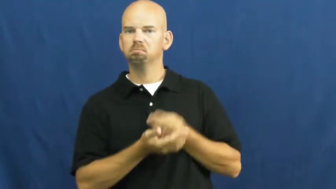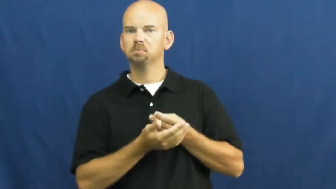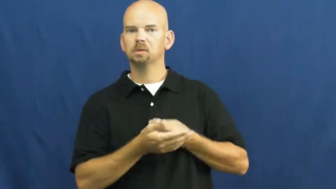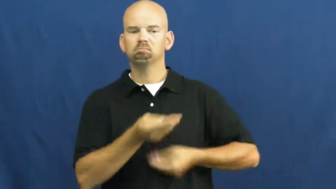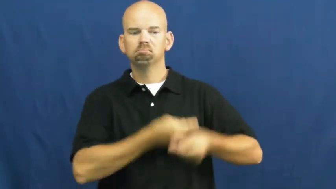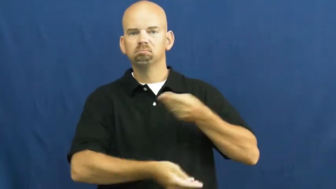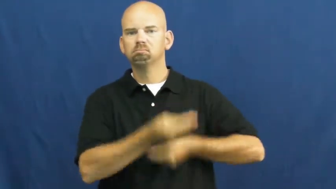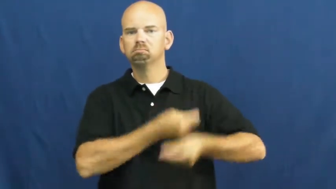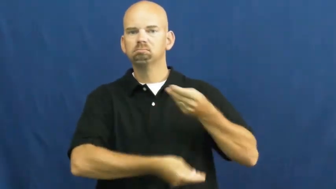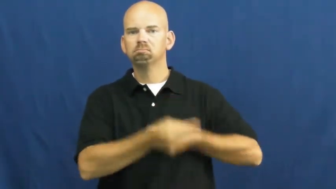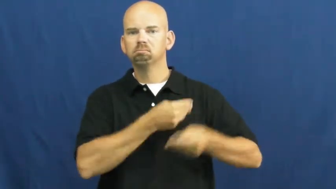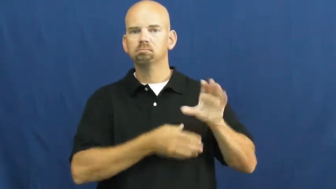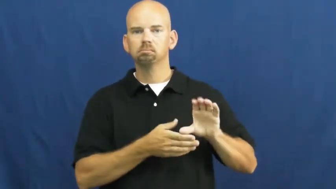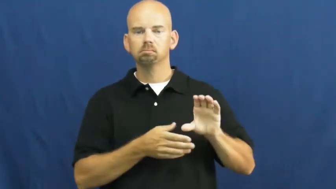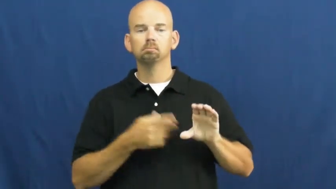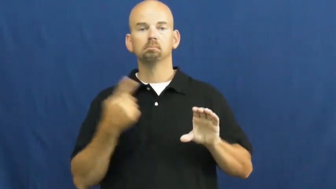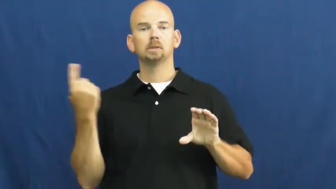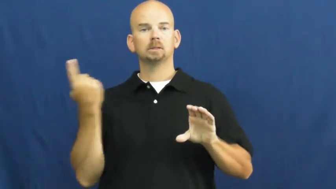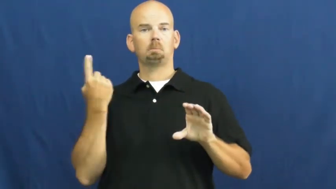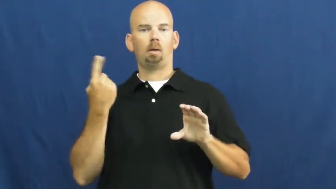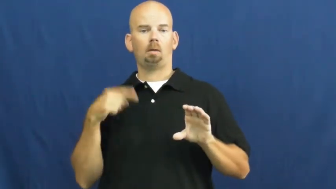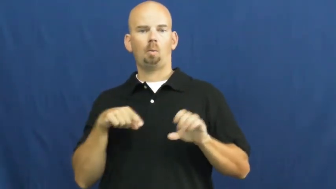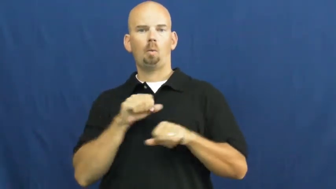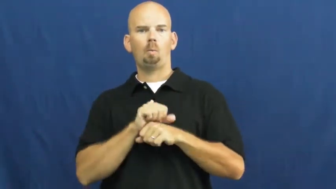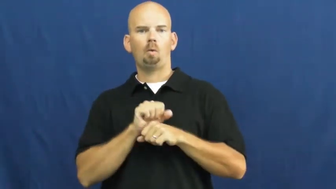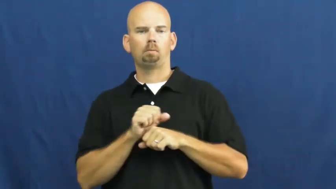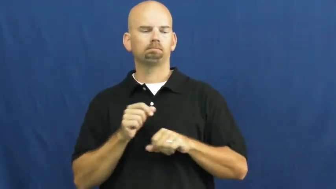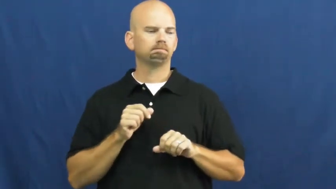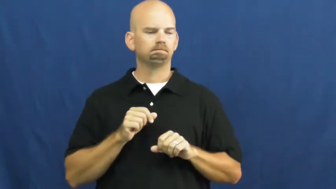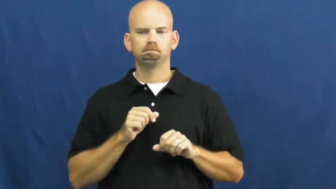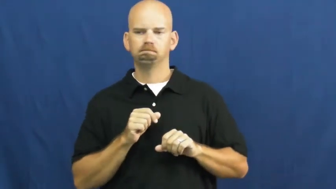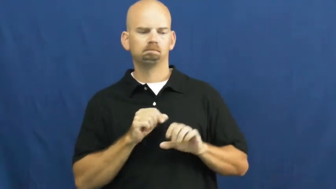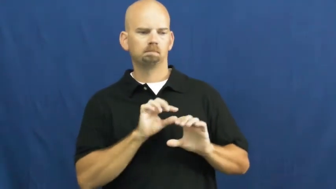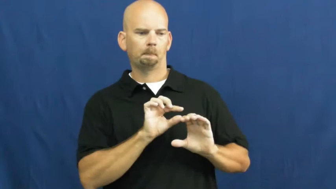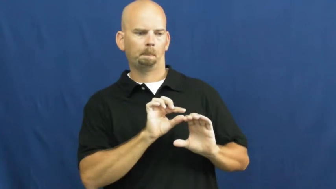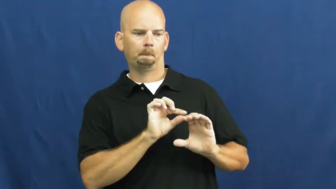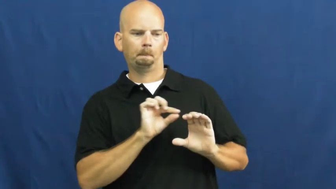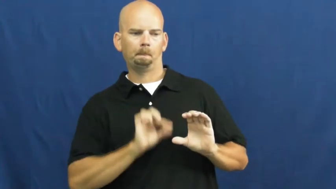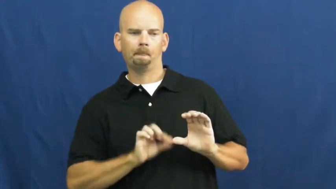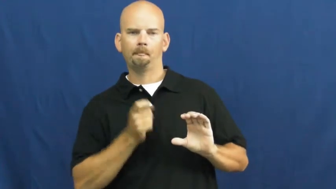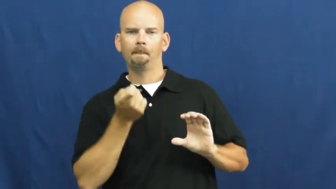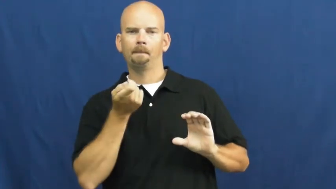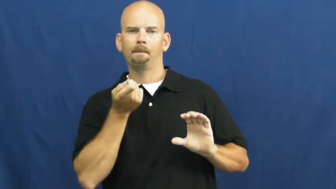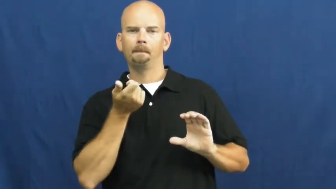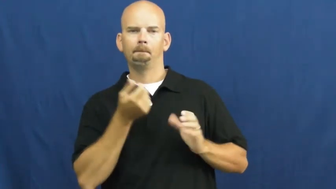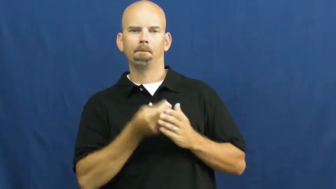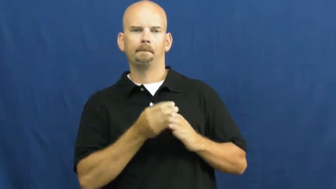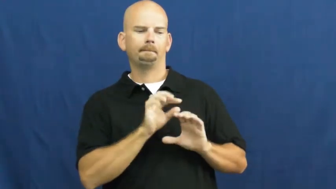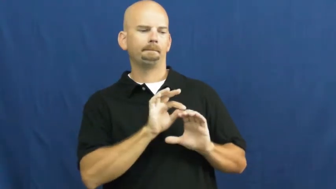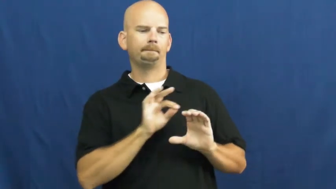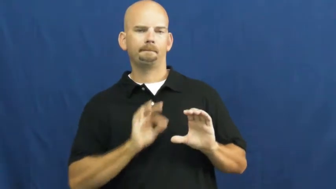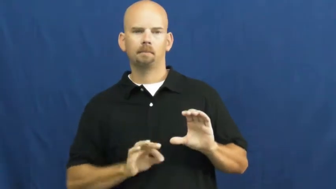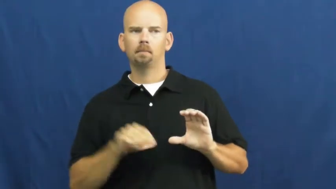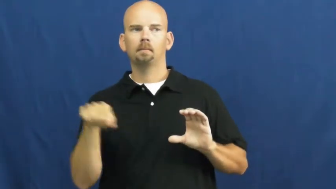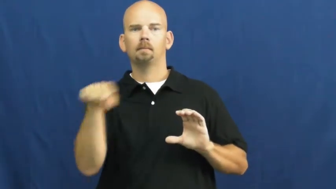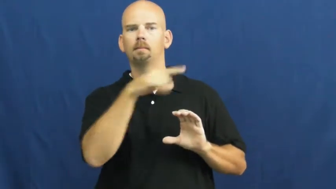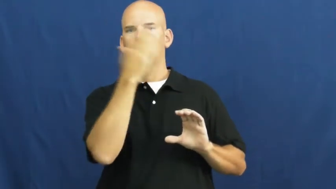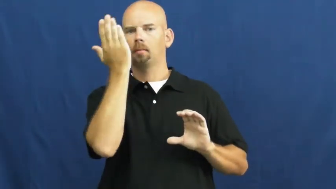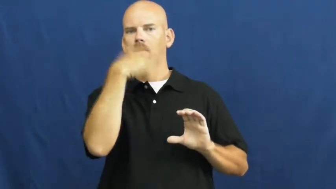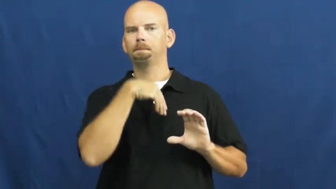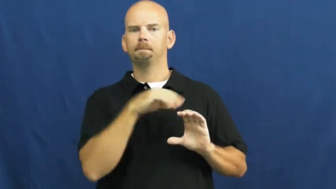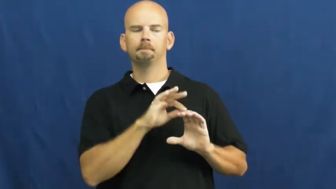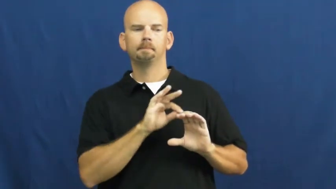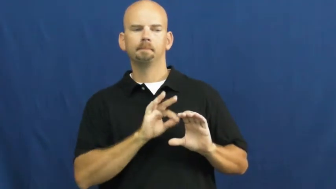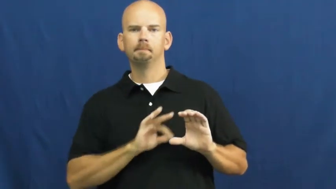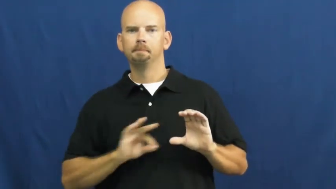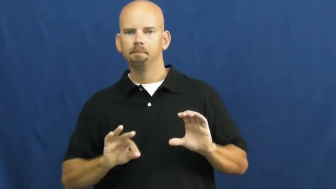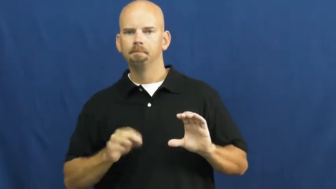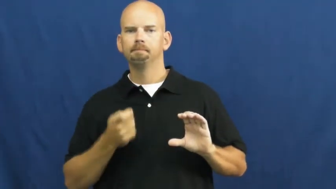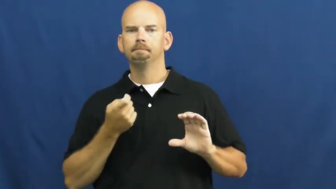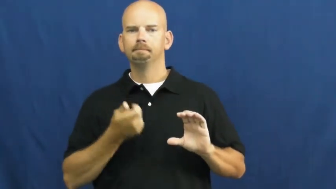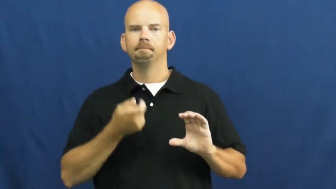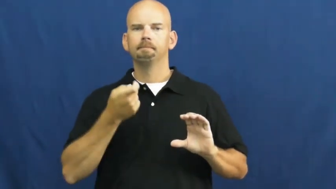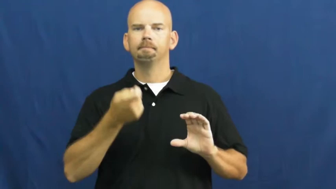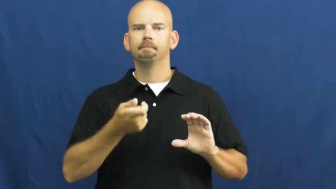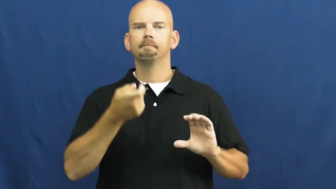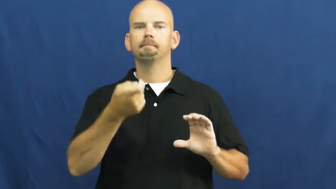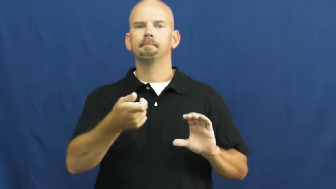skim-money